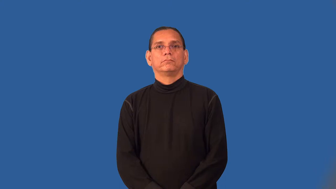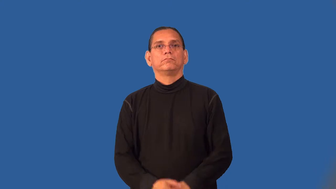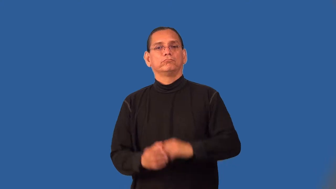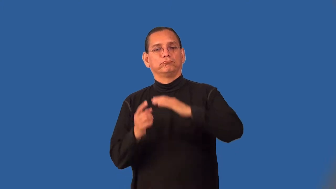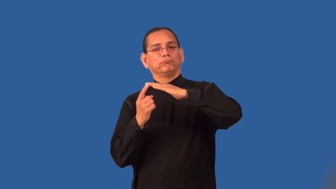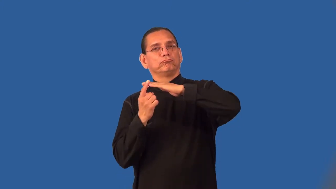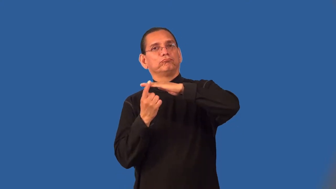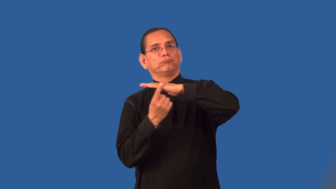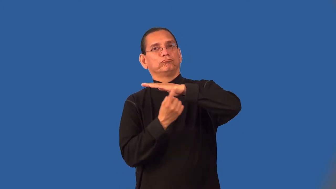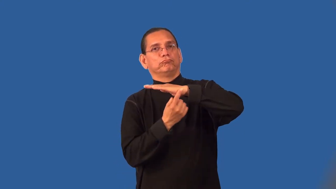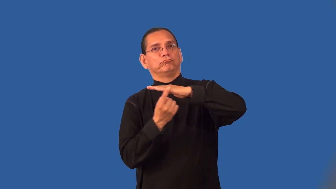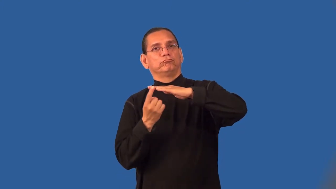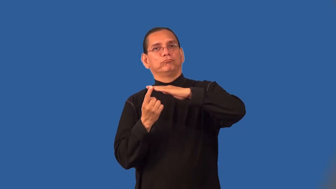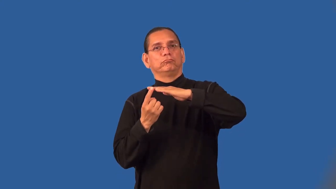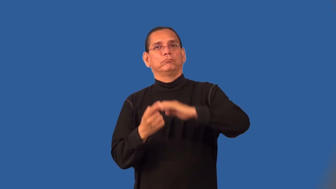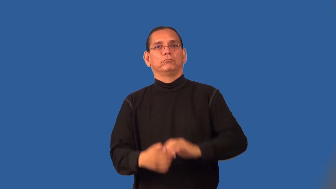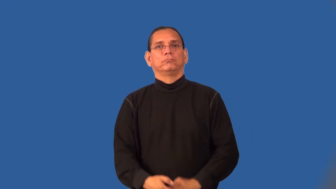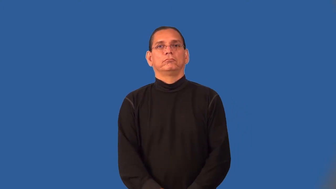peripheral-on edge